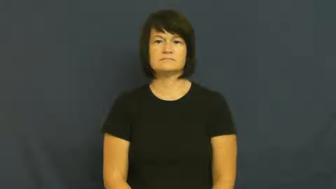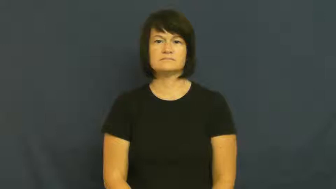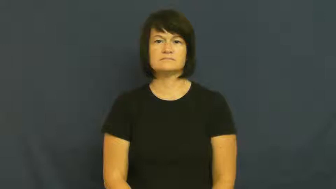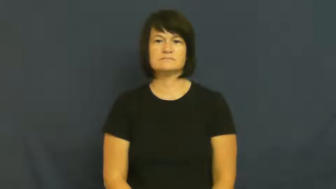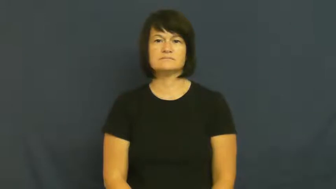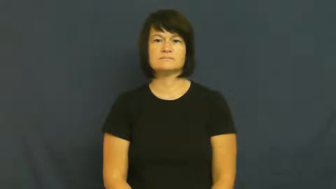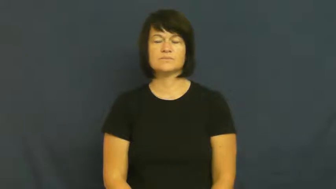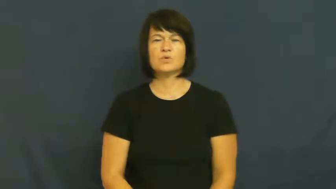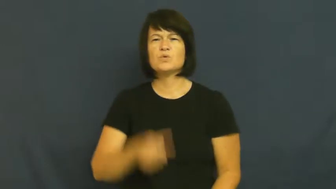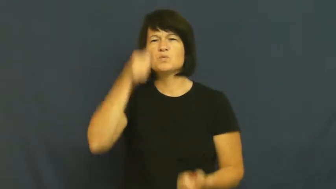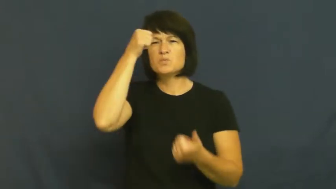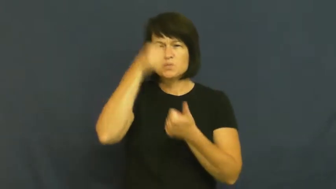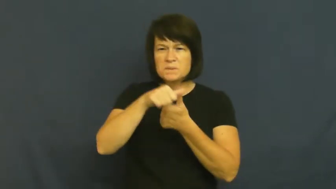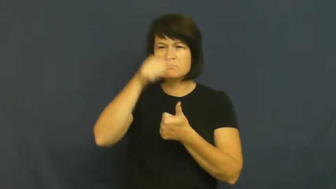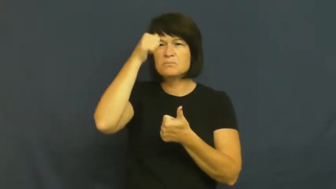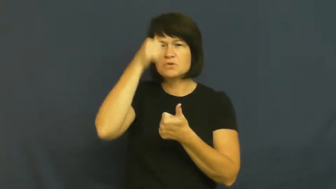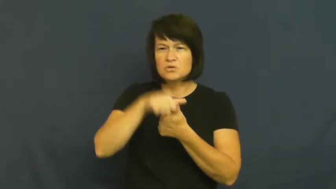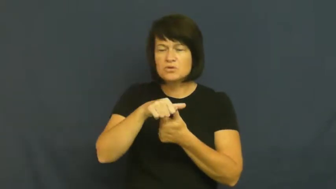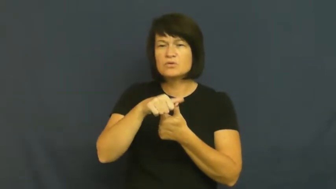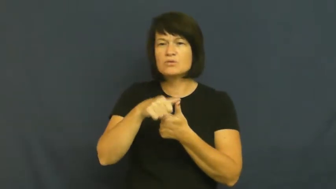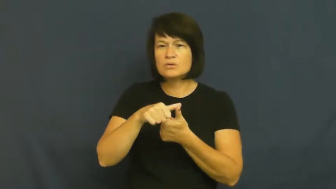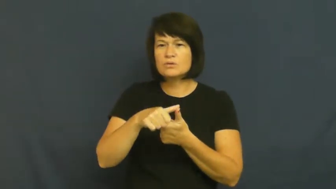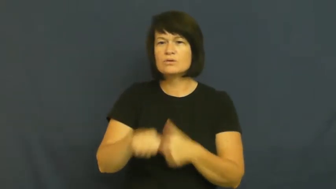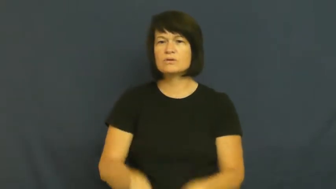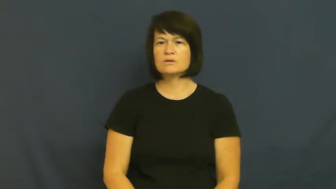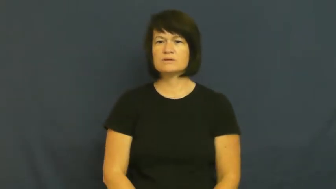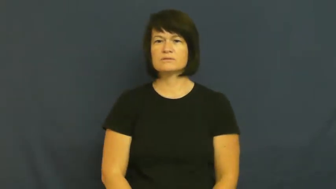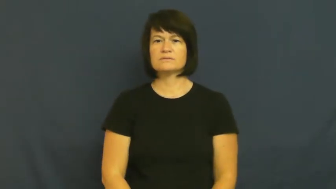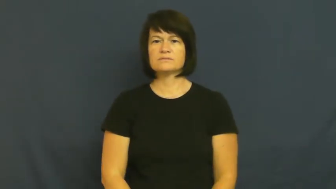recall,come back to,retain-remember